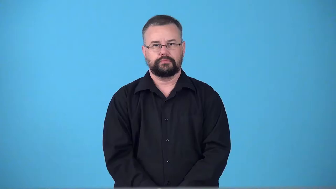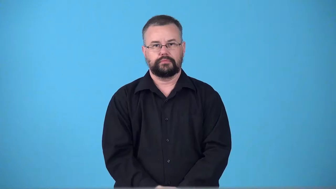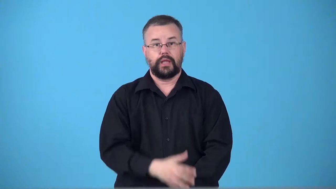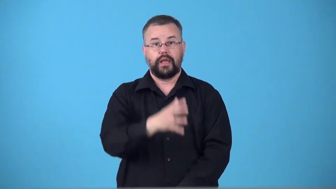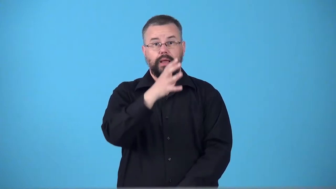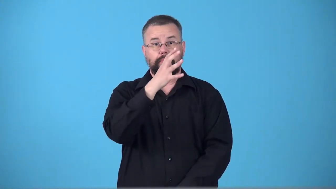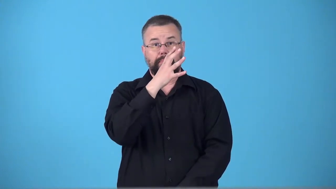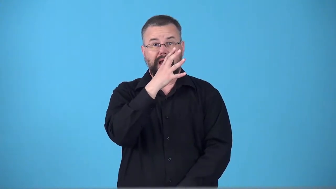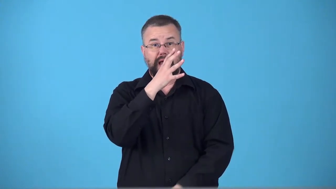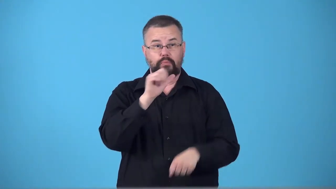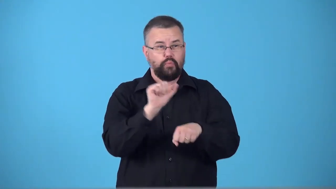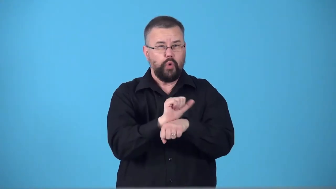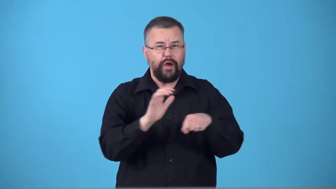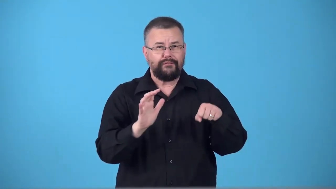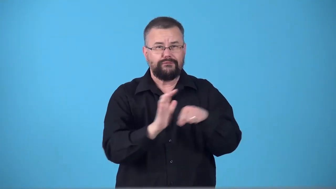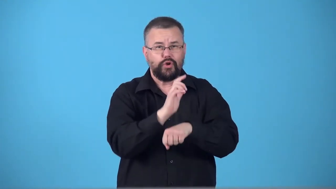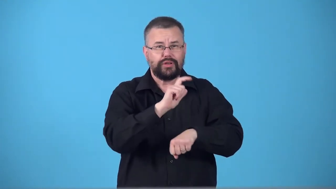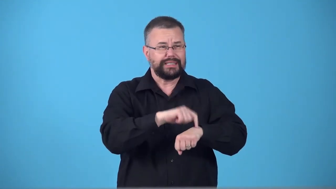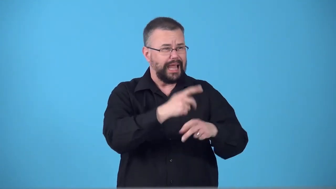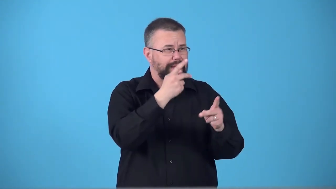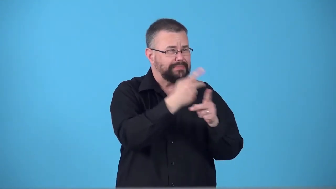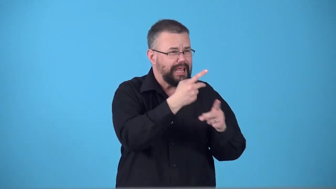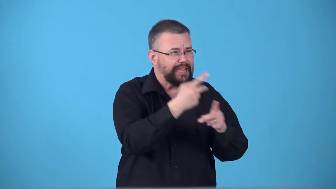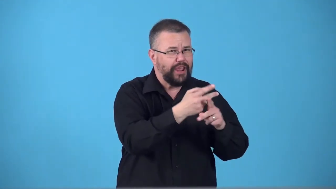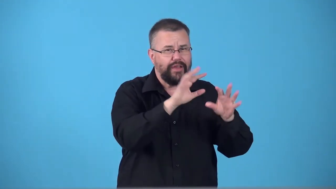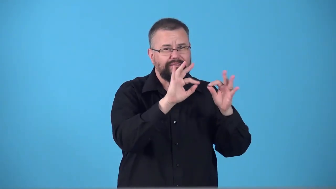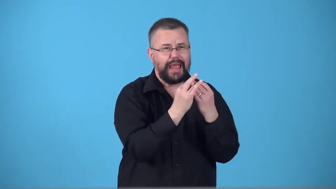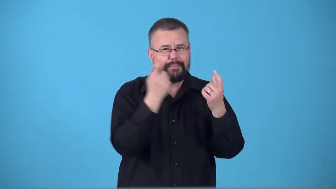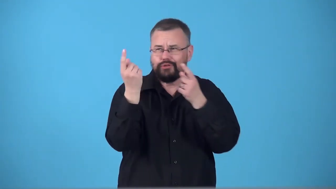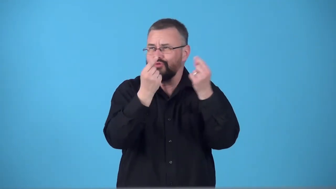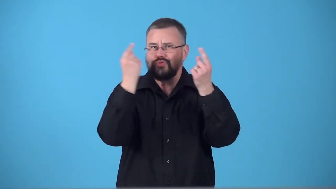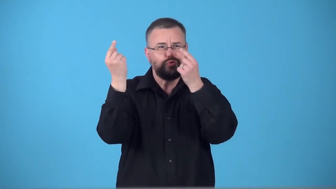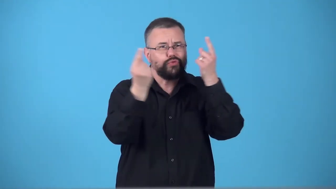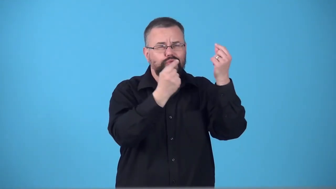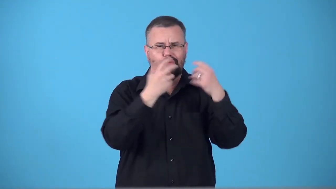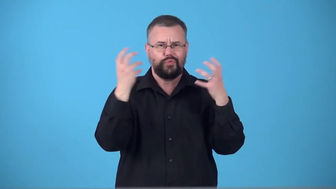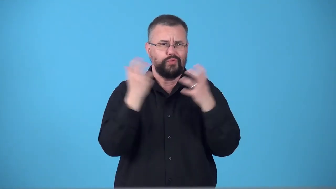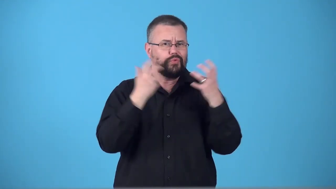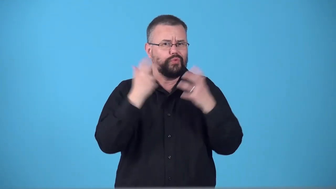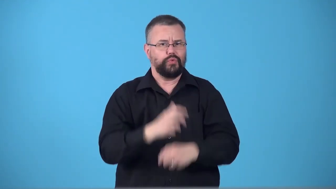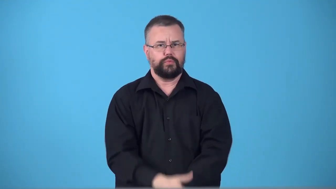supermom